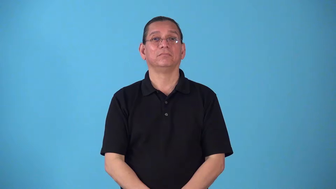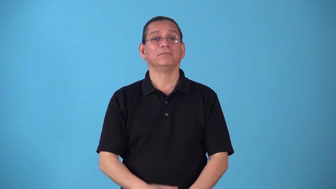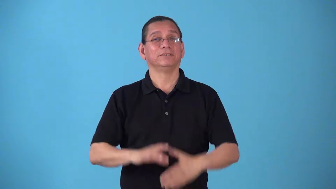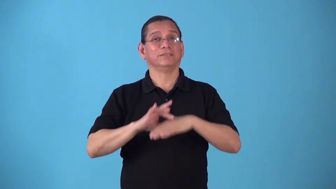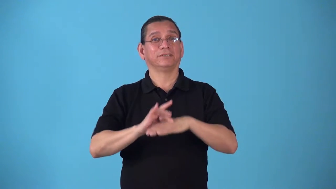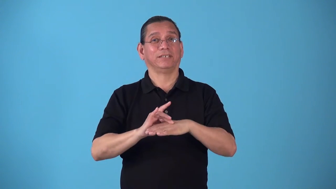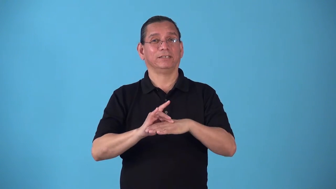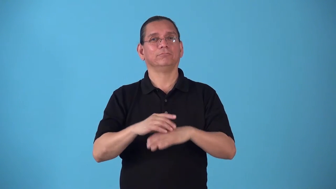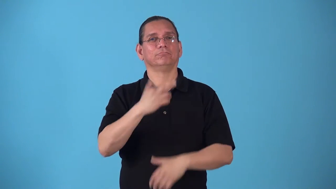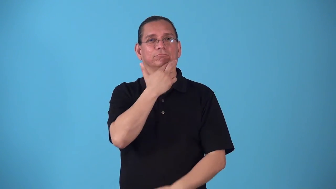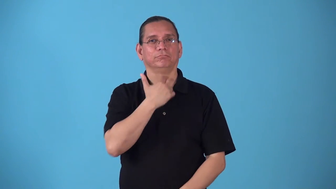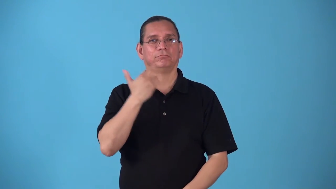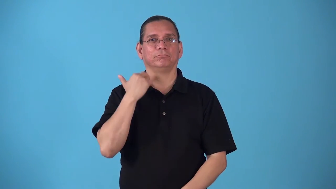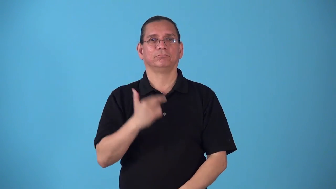steakhouse